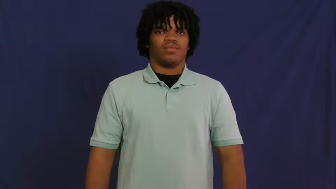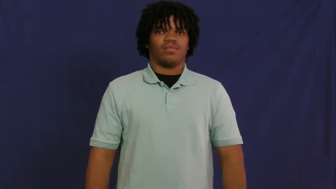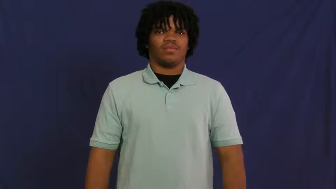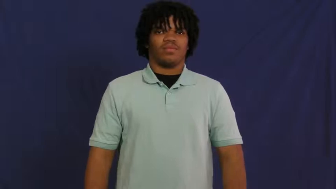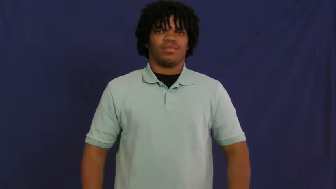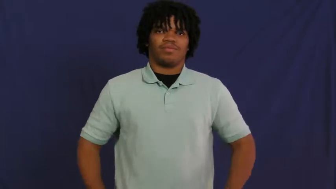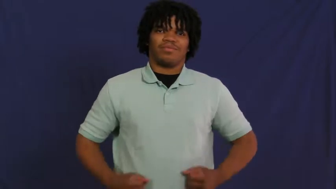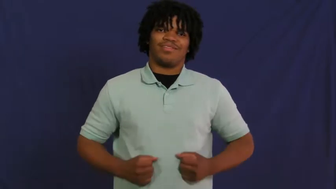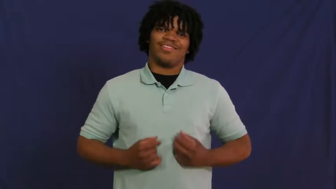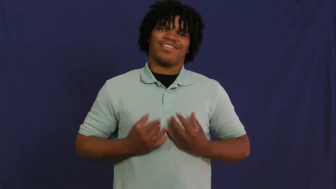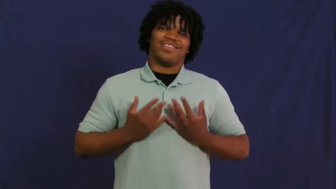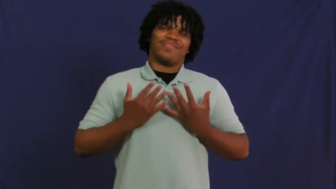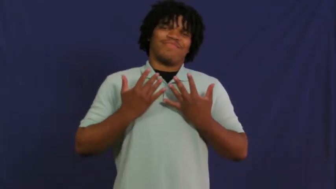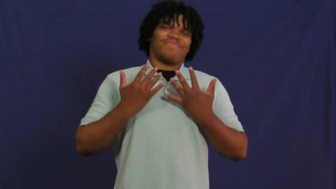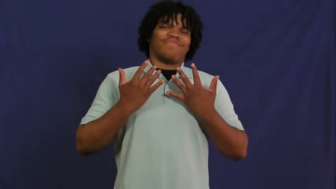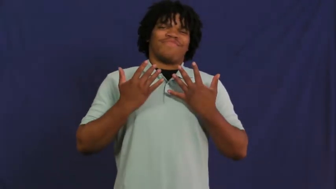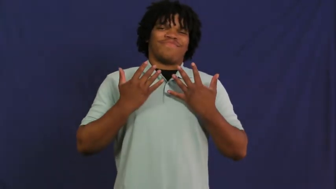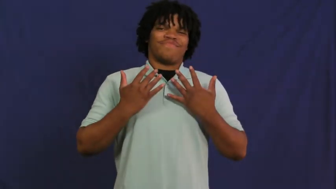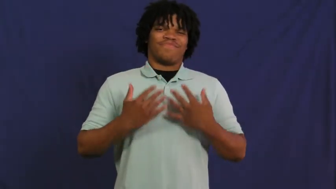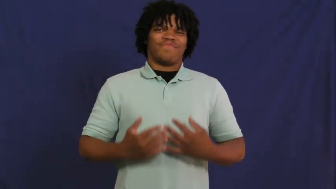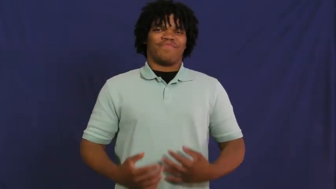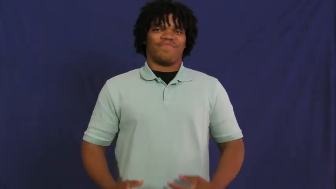inspire,feelgood,inspirit,fill